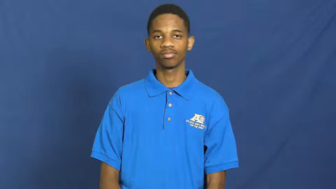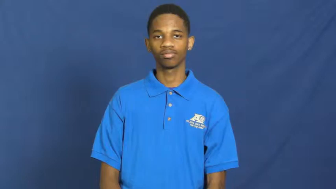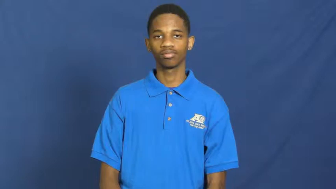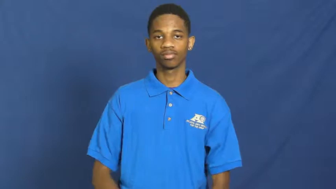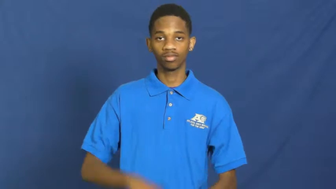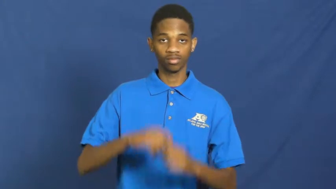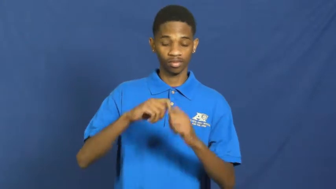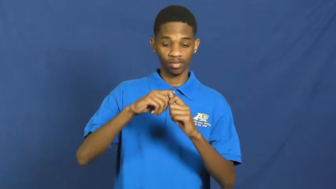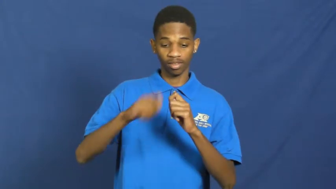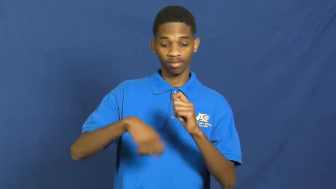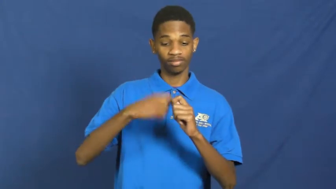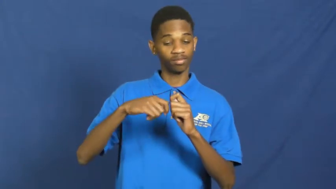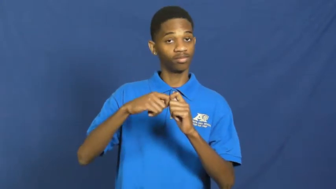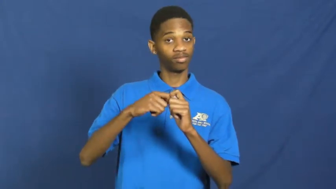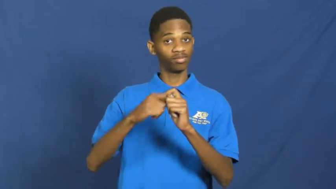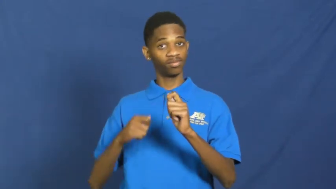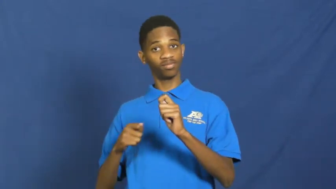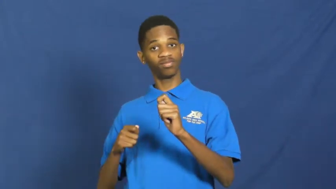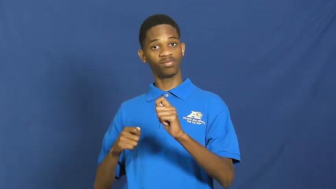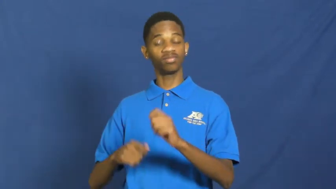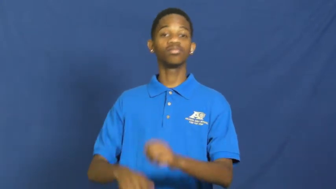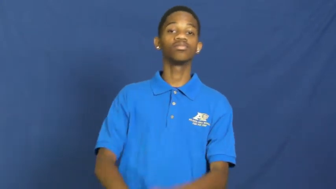tie off